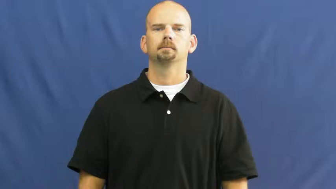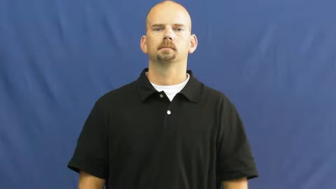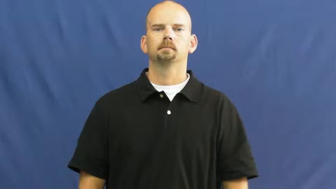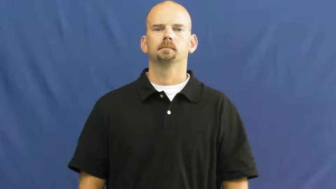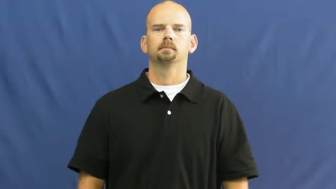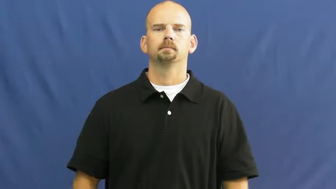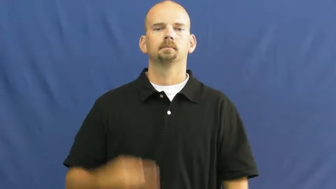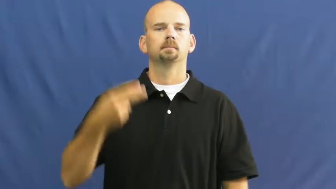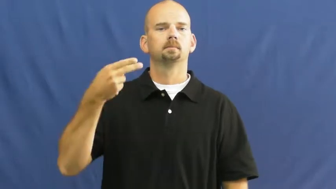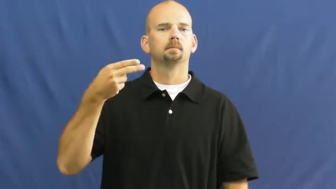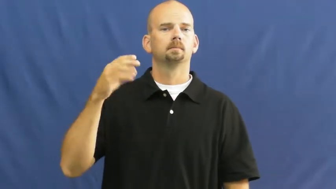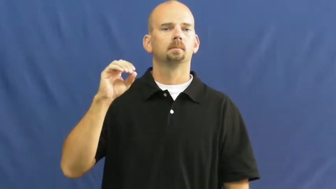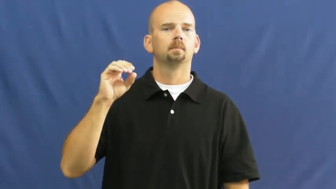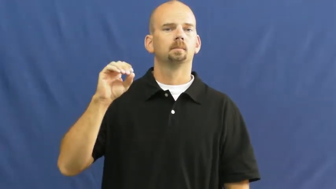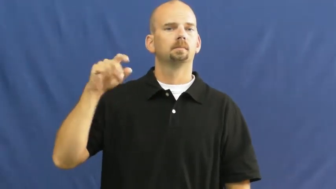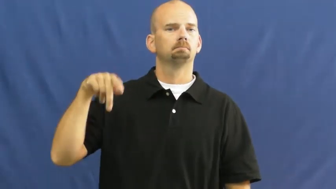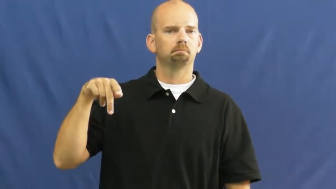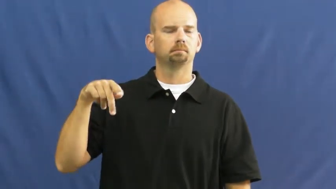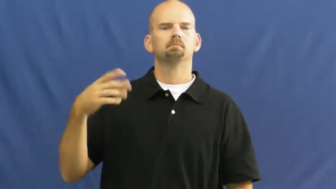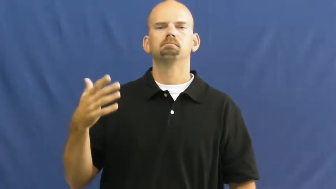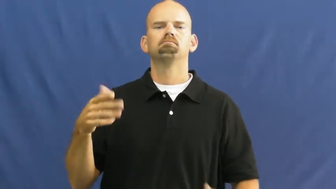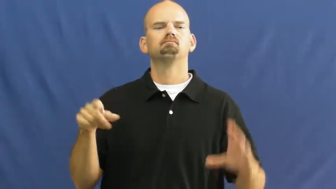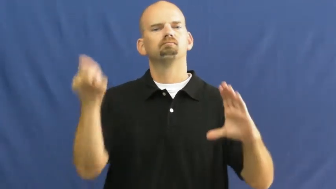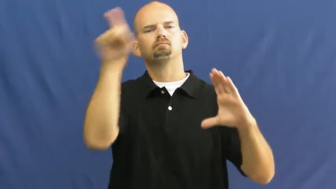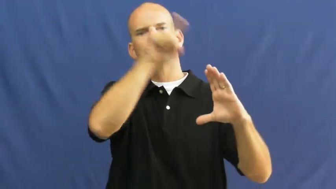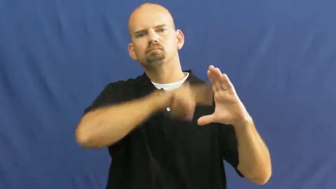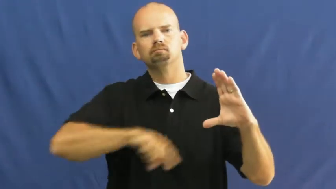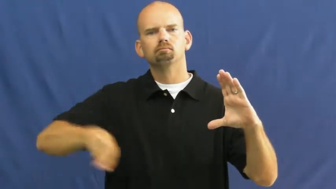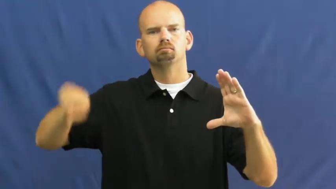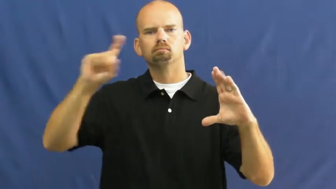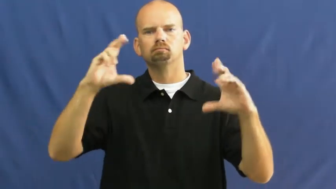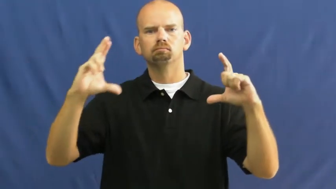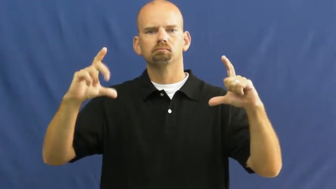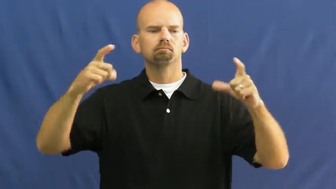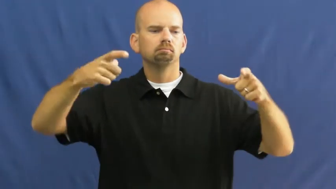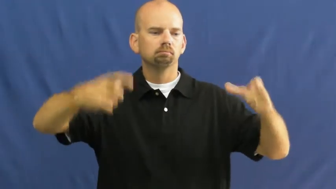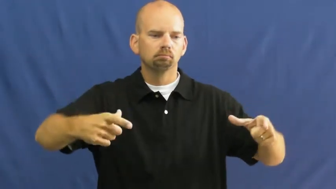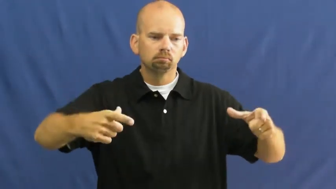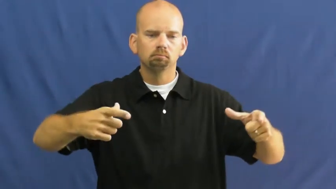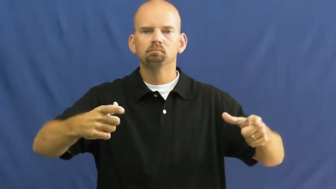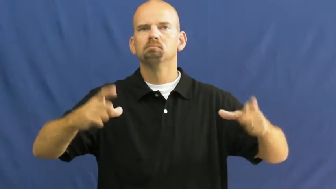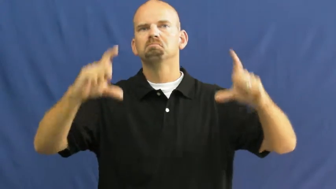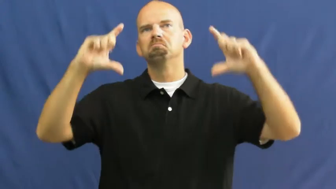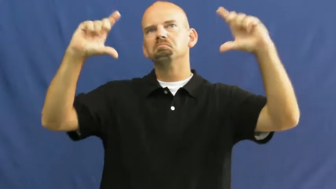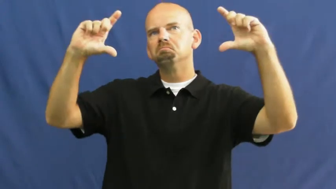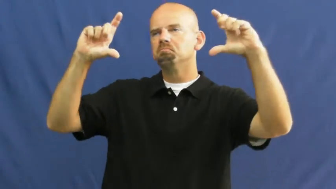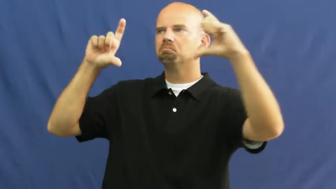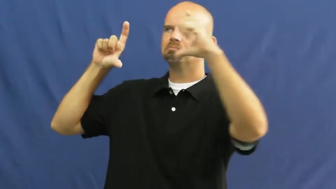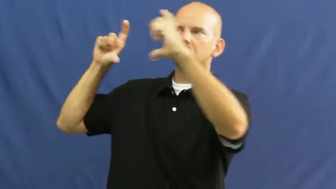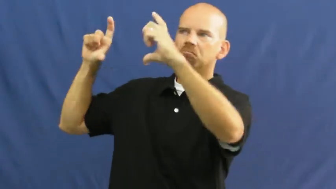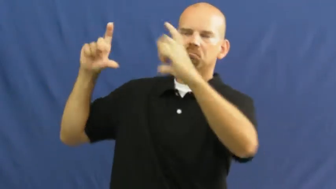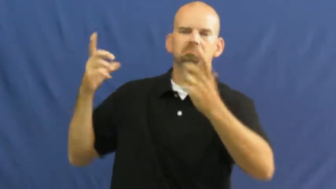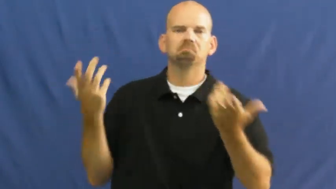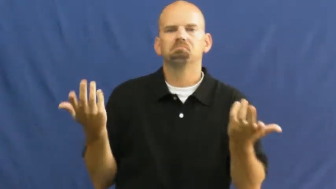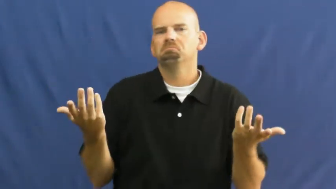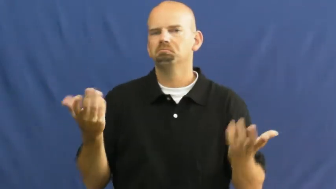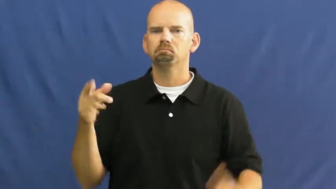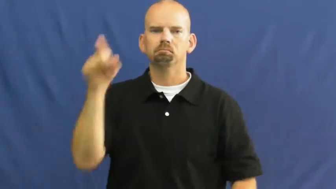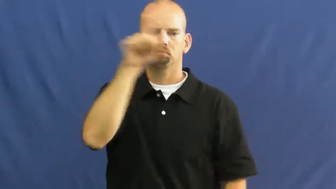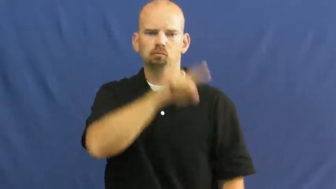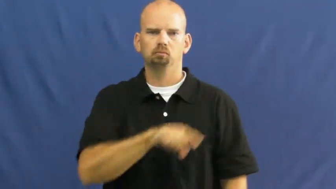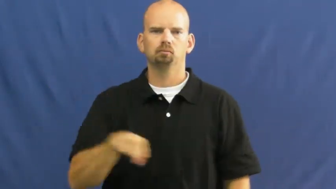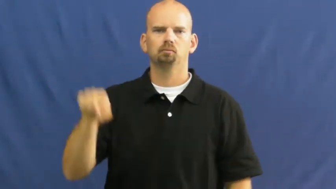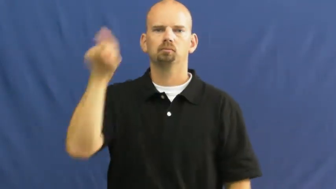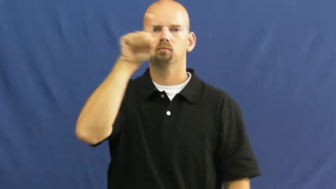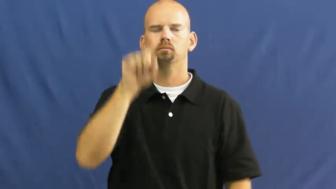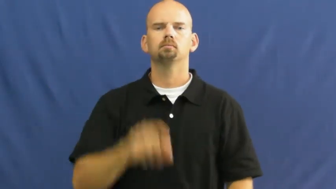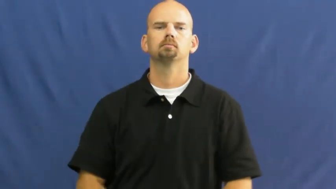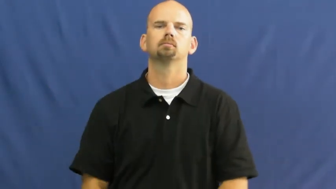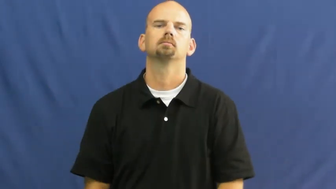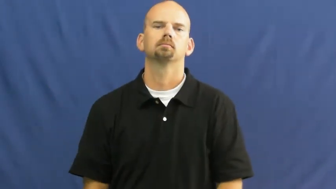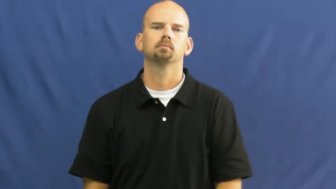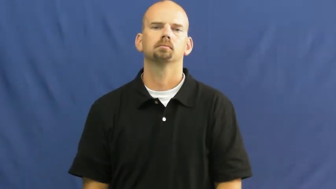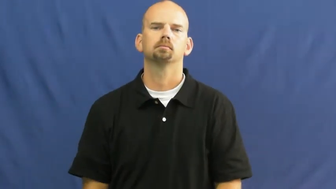hoop